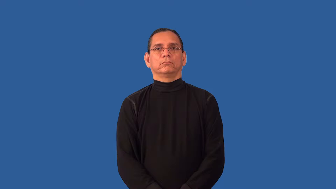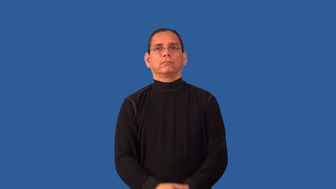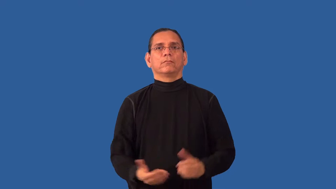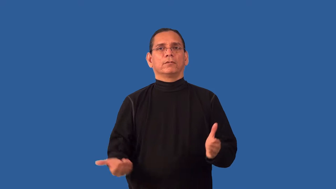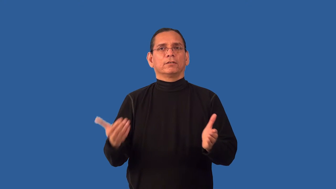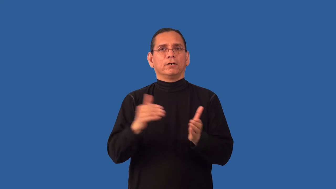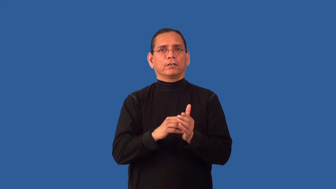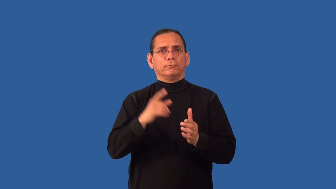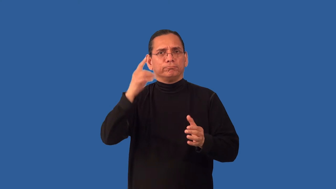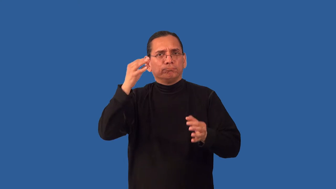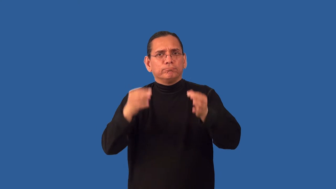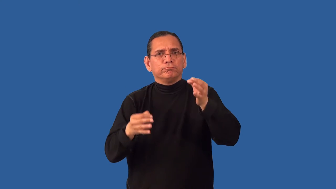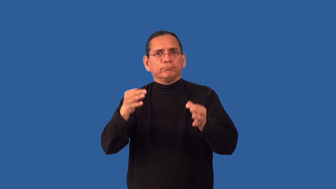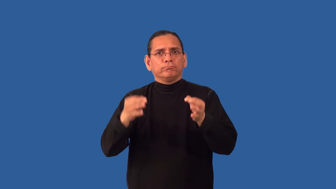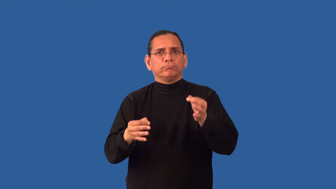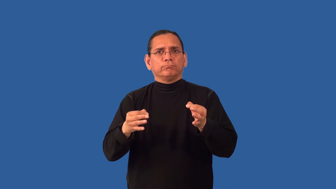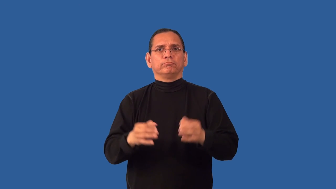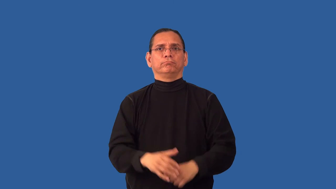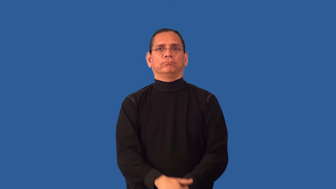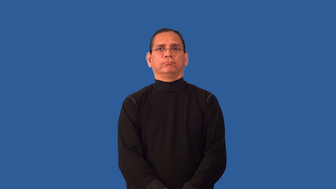rehear,retry-court